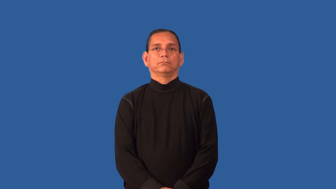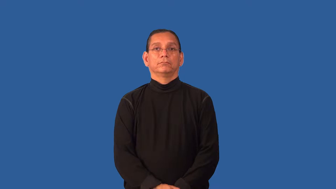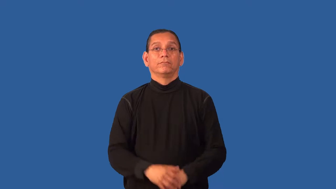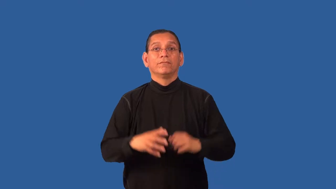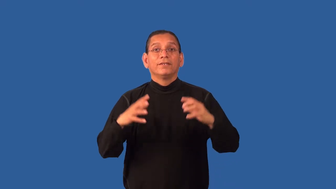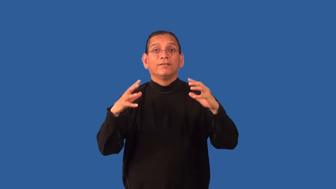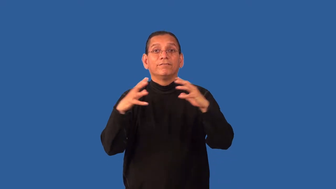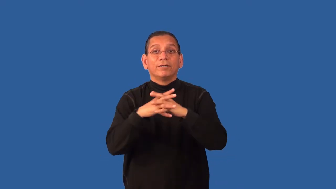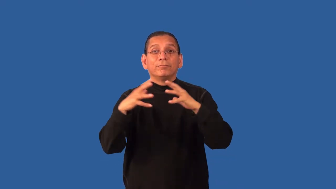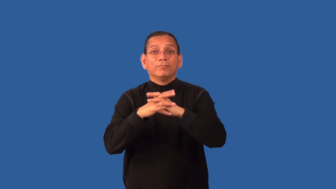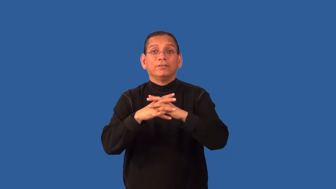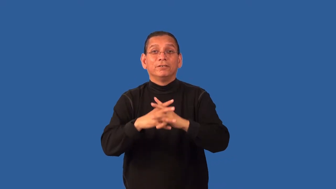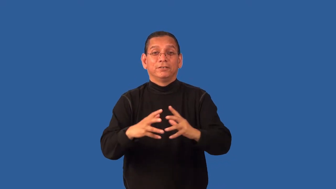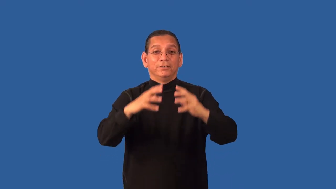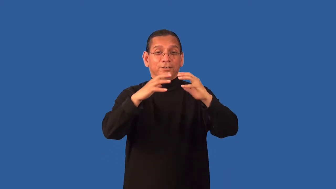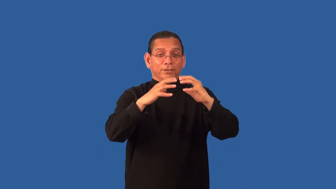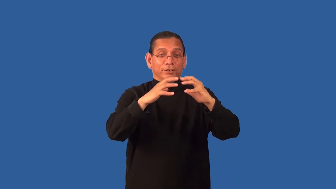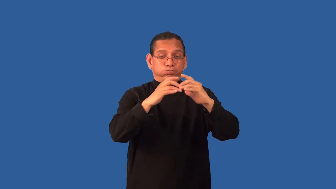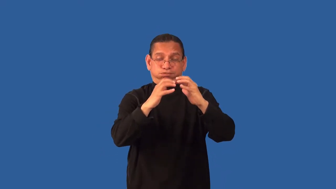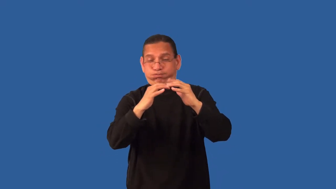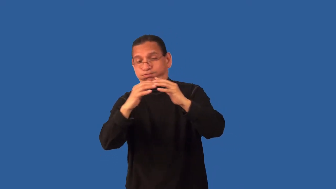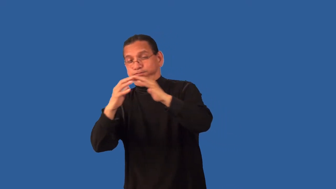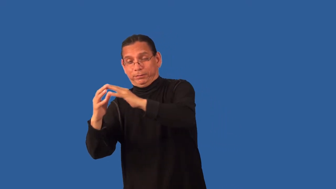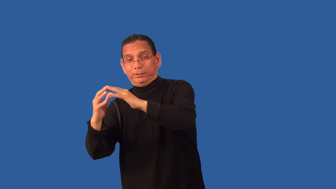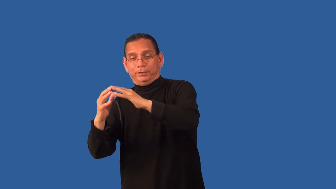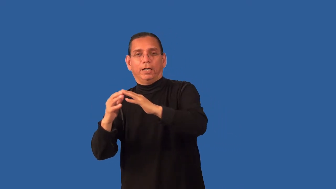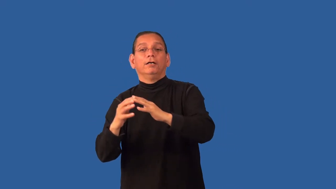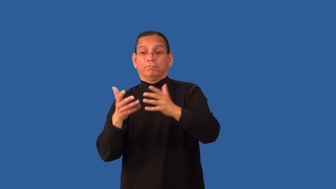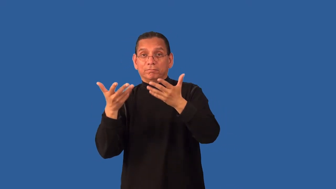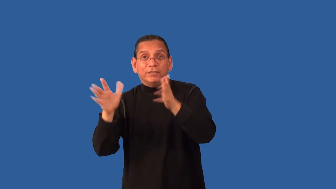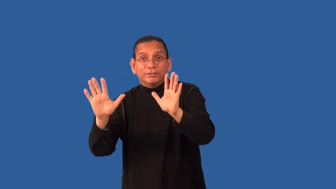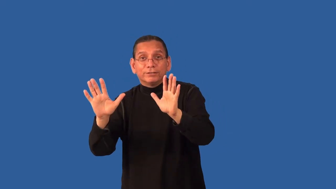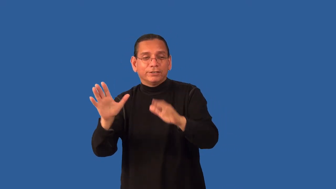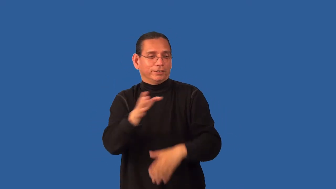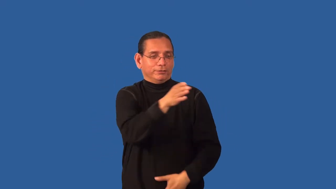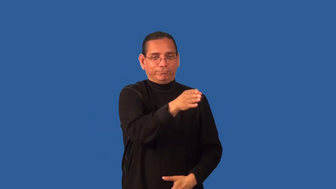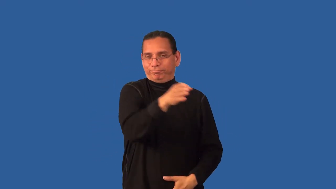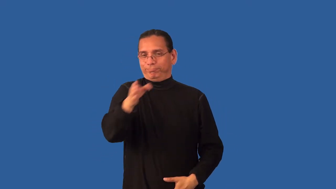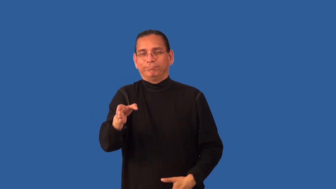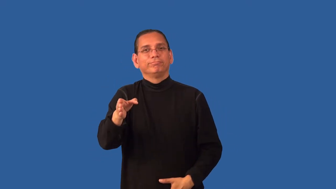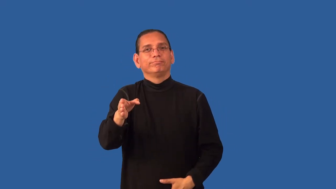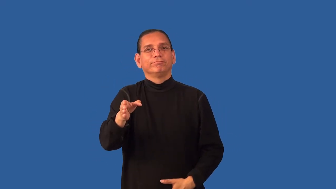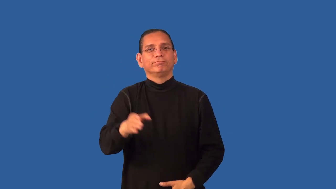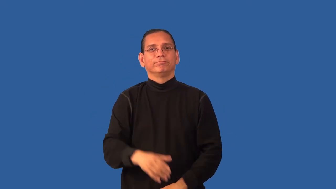down-football